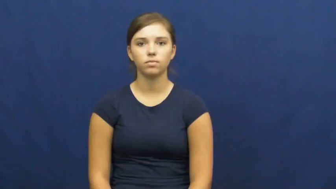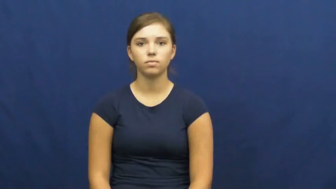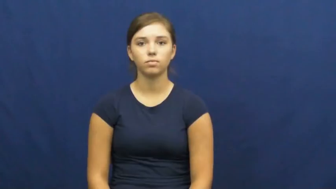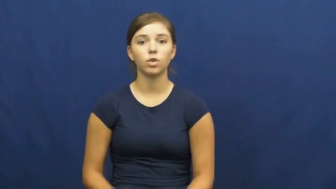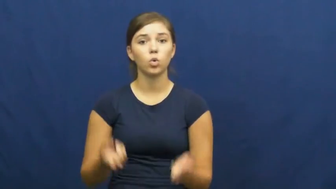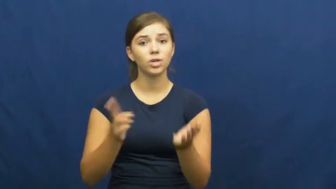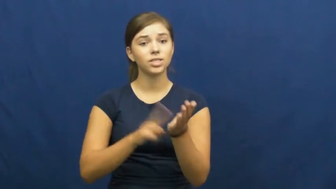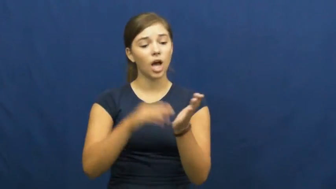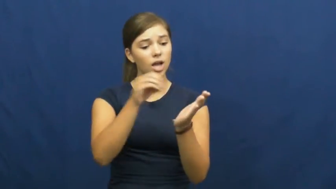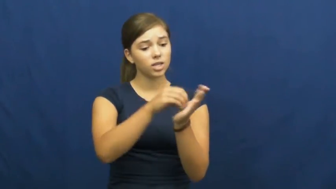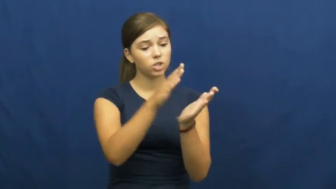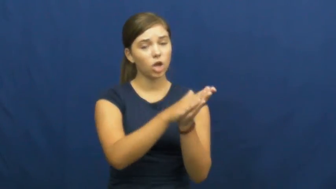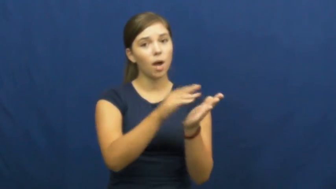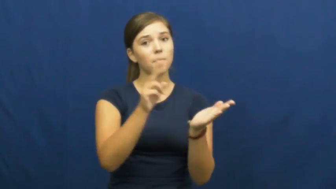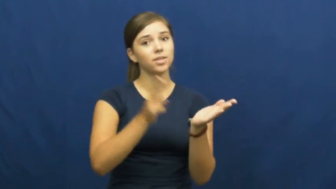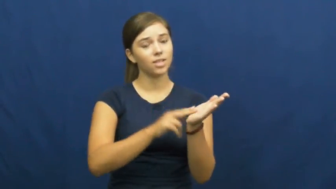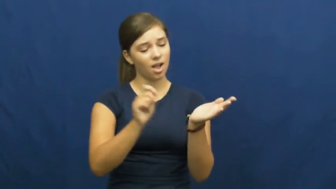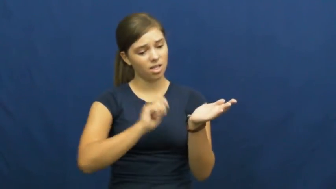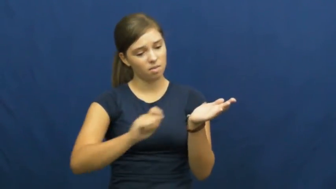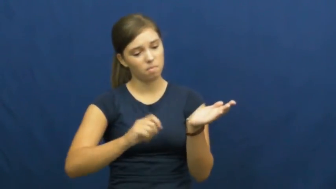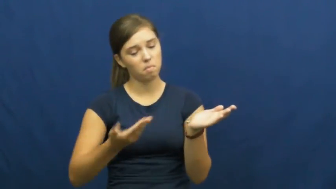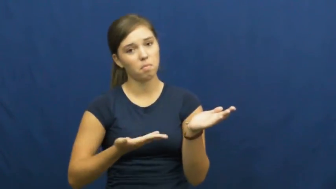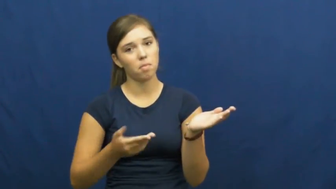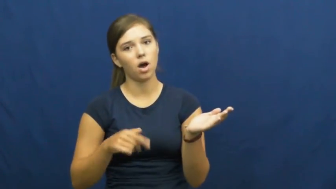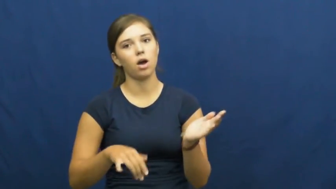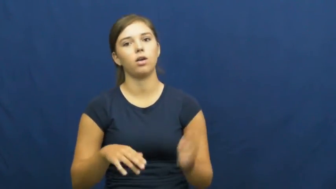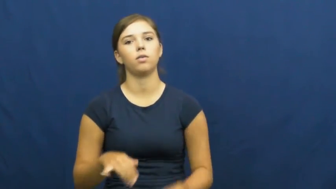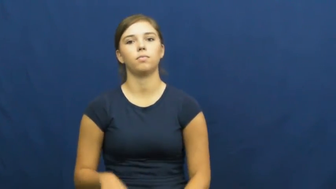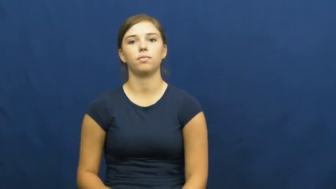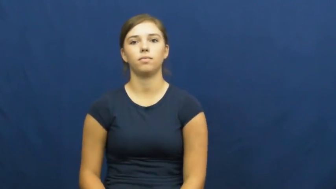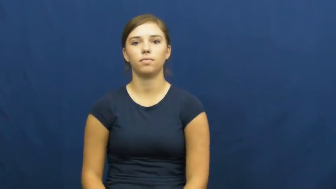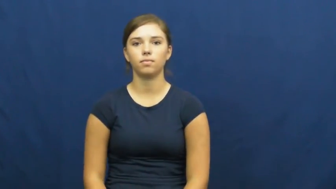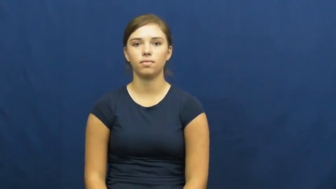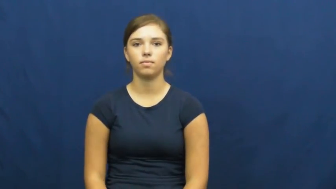undersign